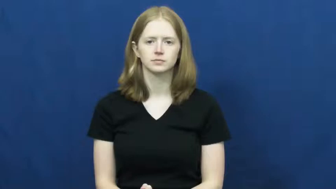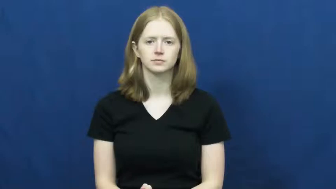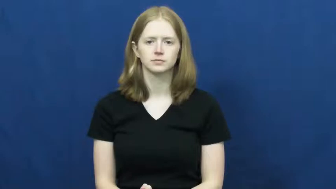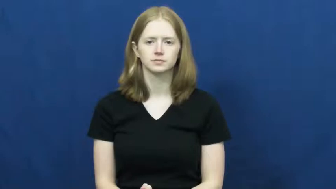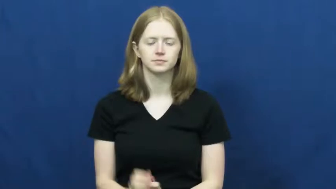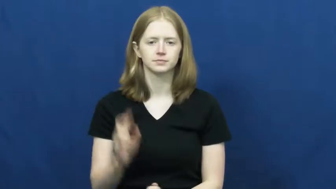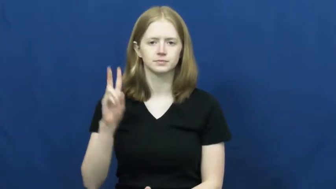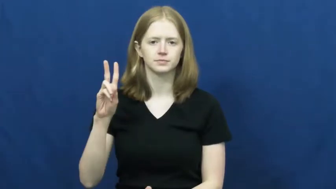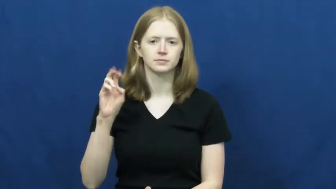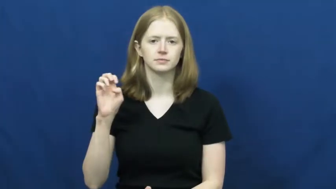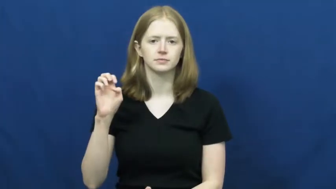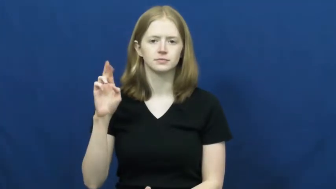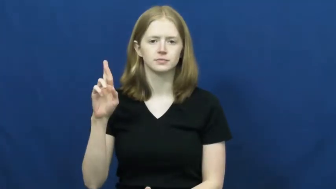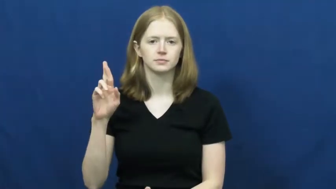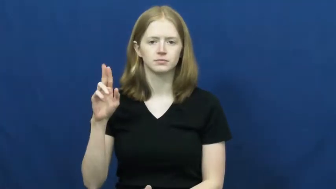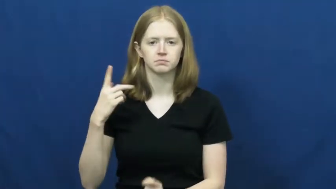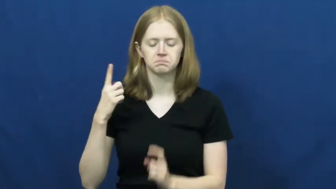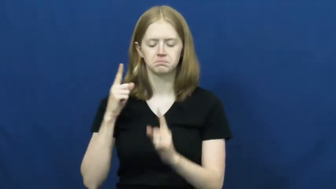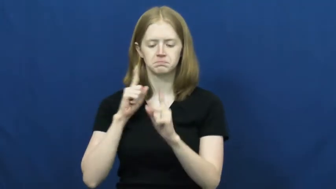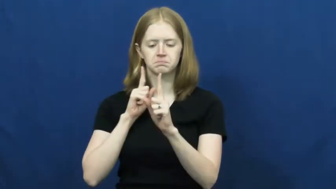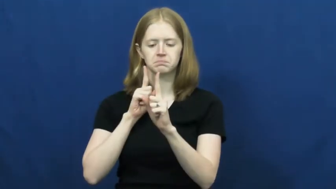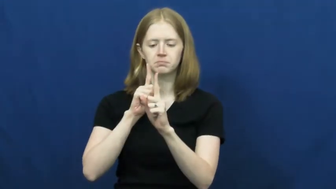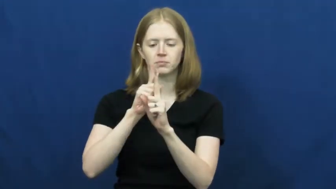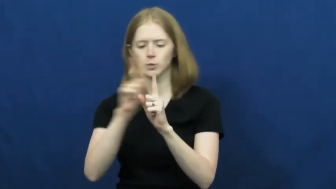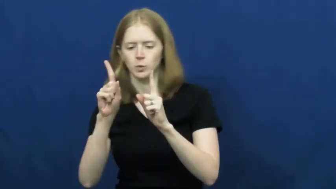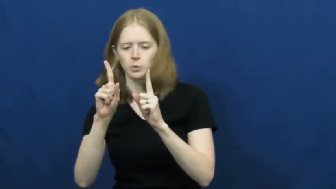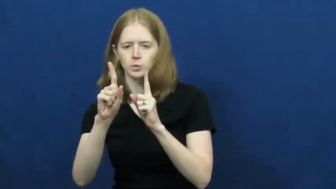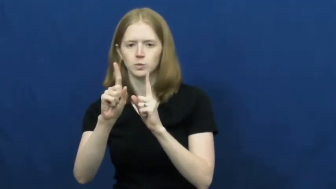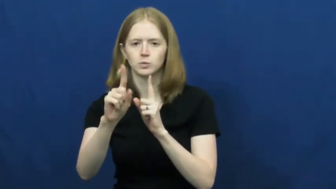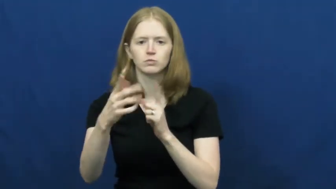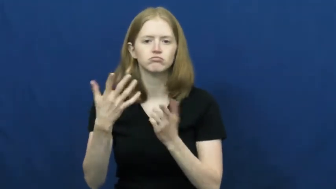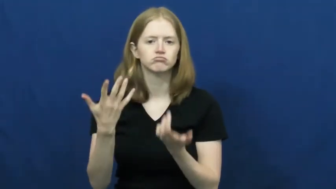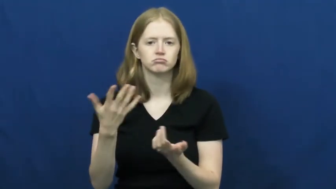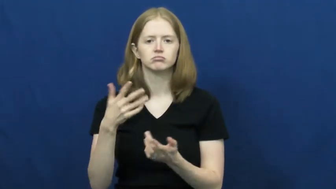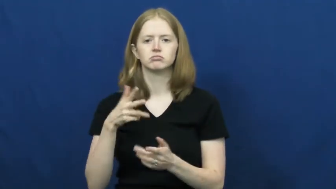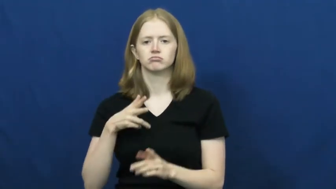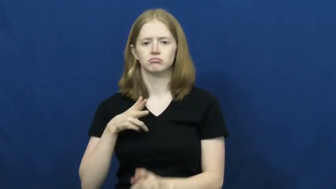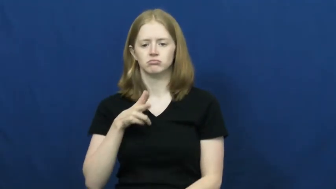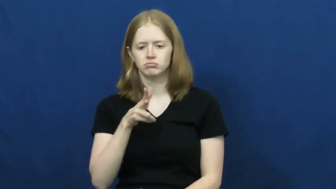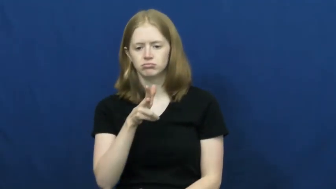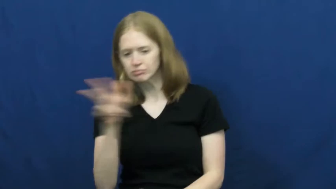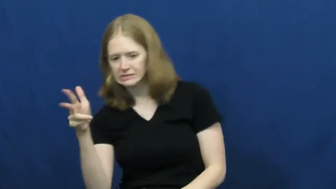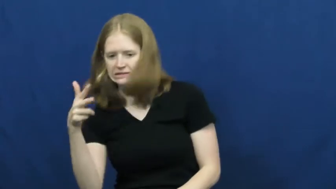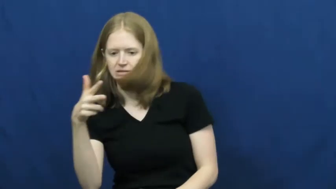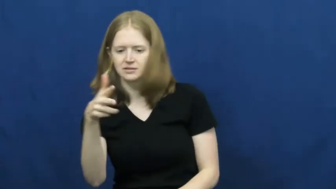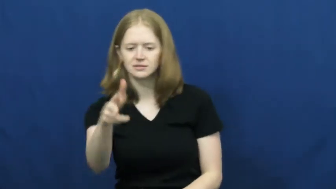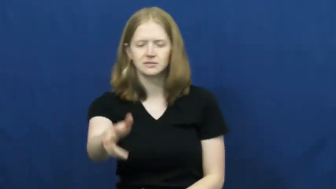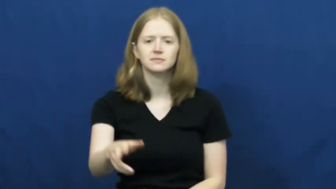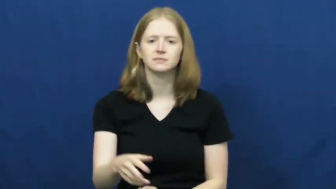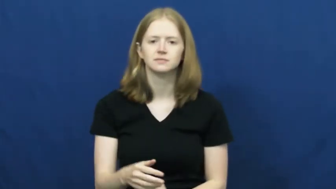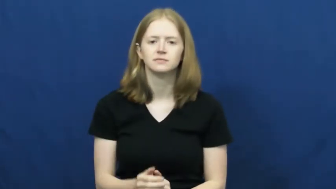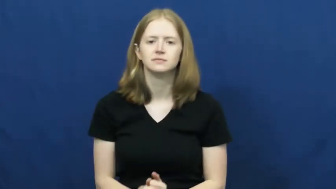veer